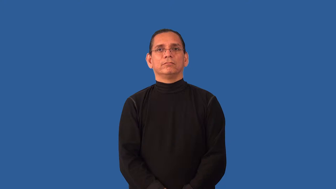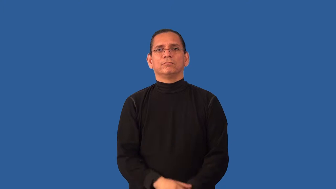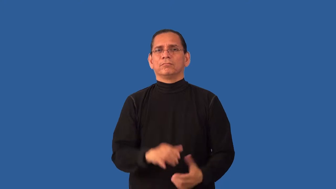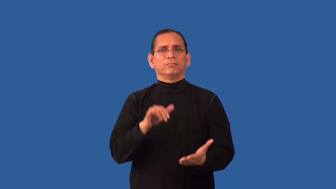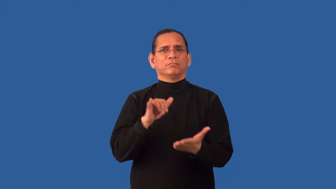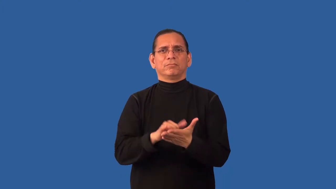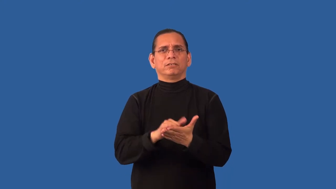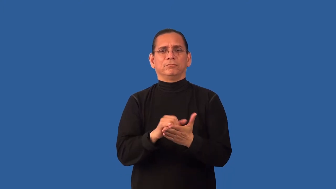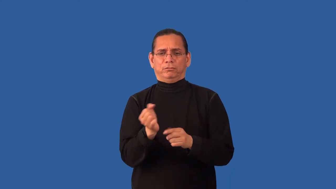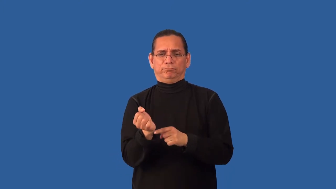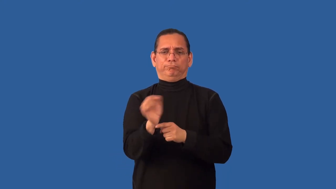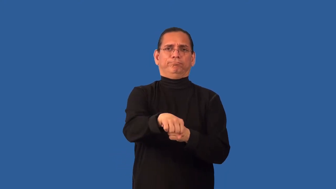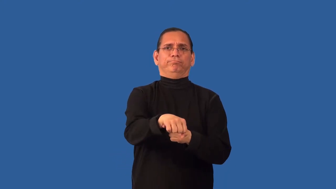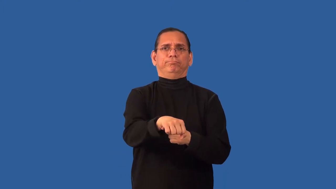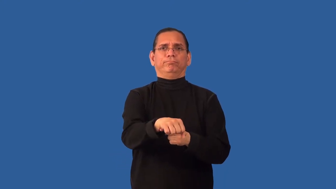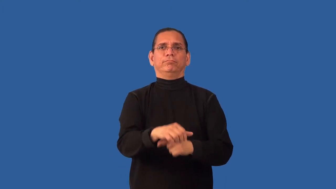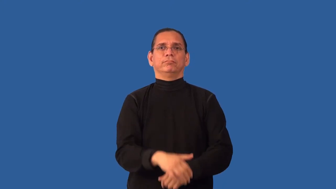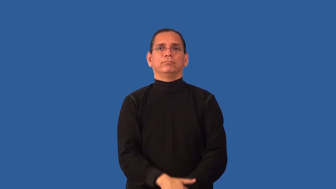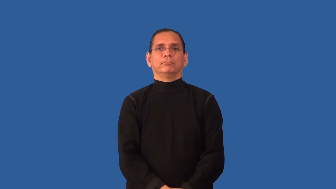insurmountable,unsurmountable-conquer